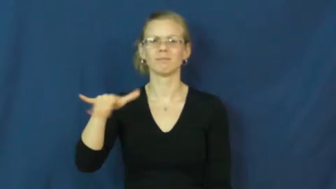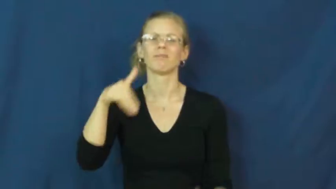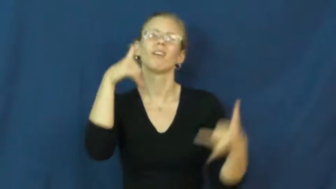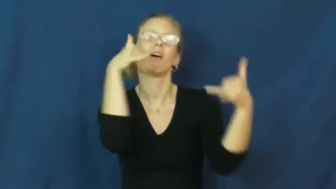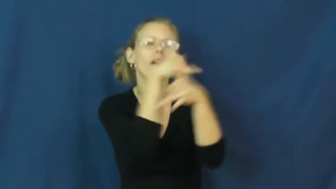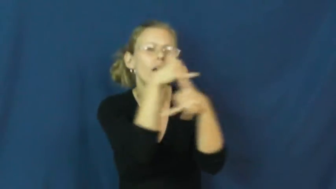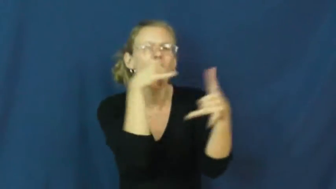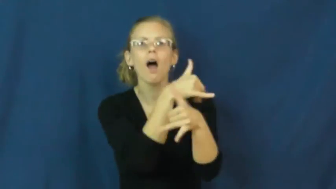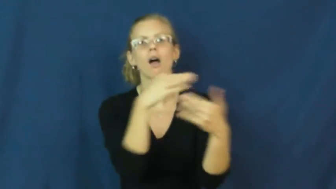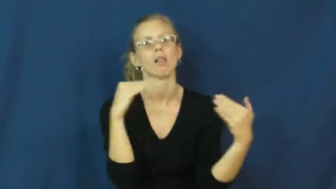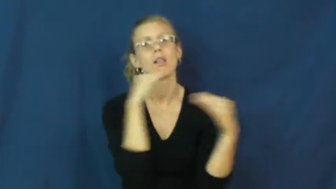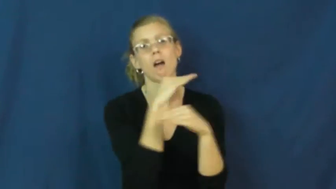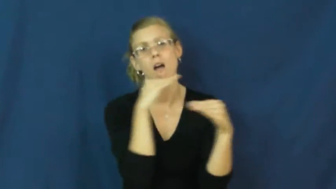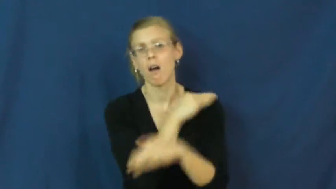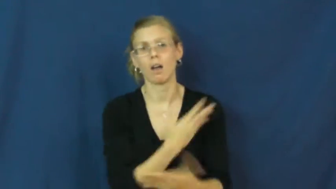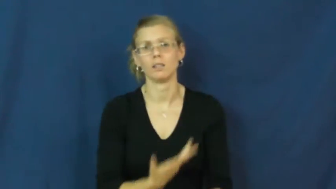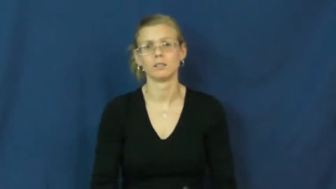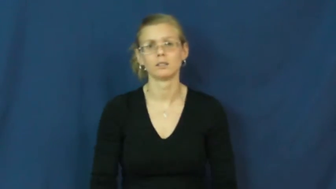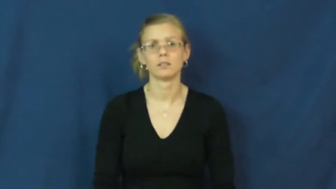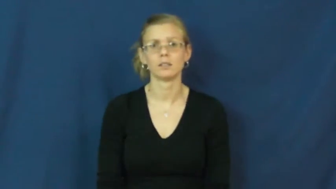baloney,codswallop,hogwash,hokum,hooey,poppycock-ridiculous